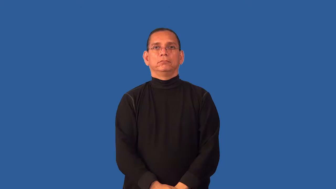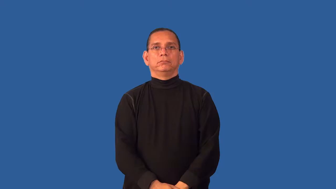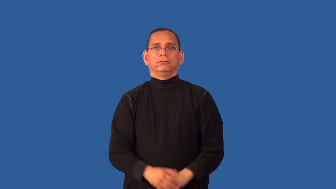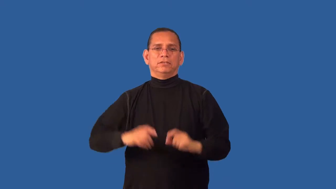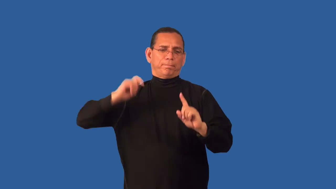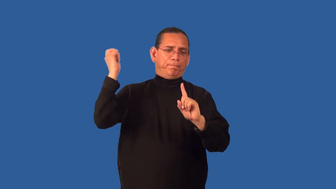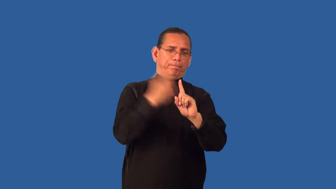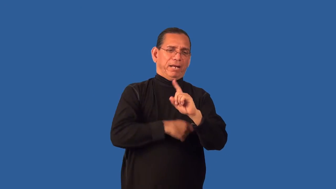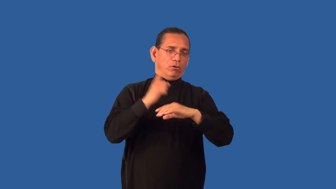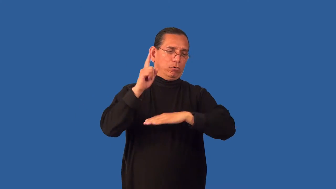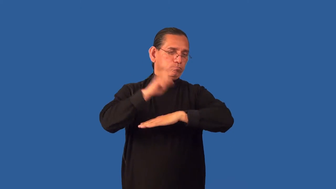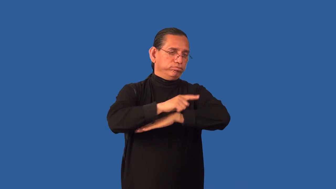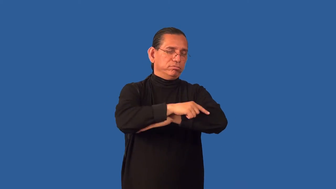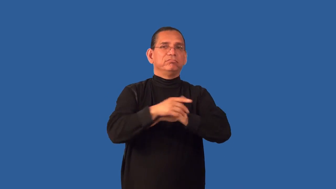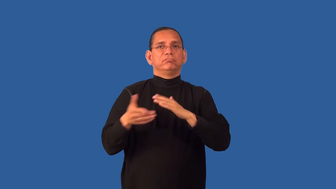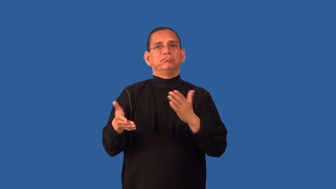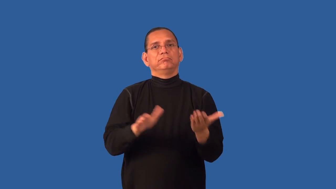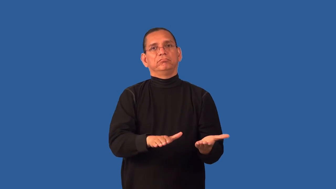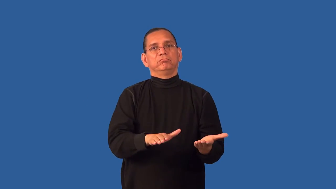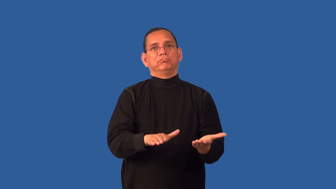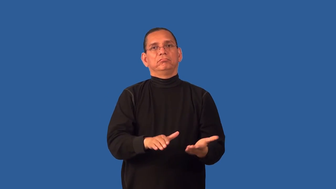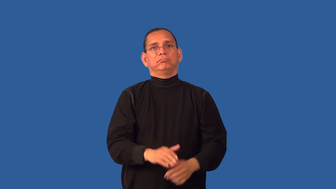deathblow